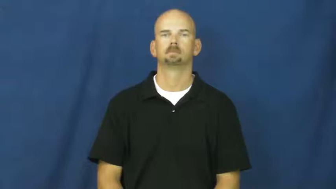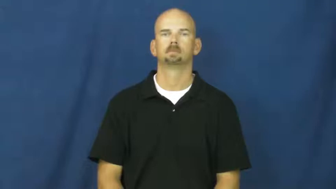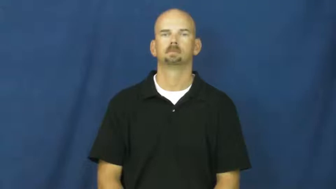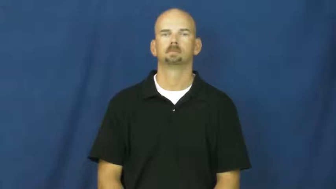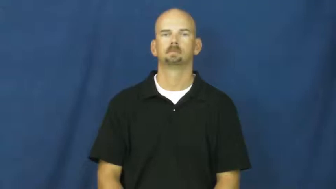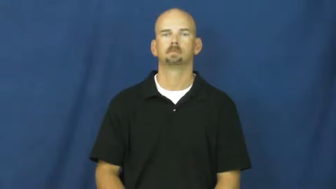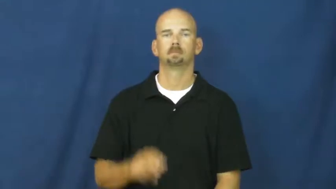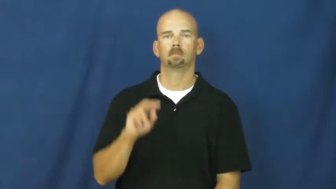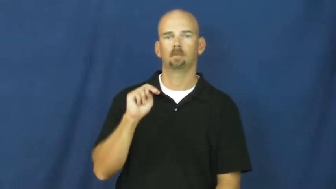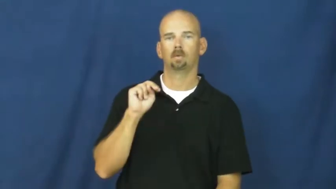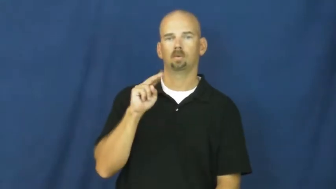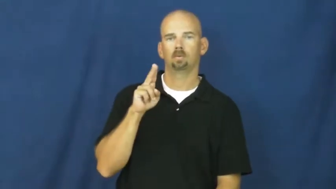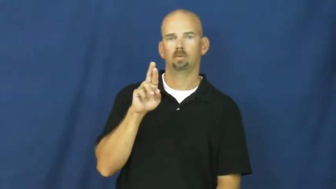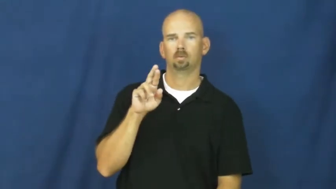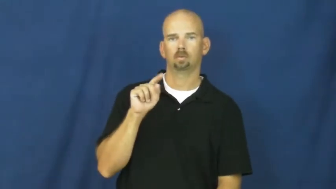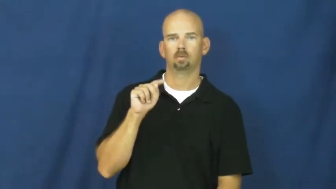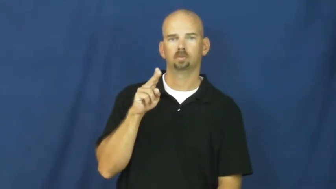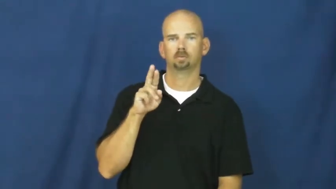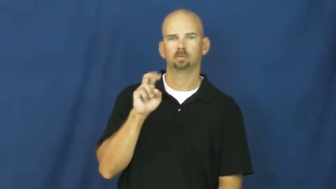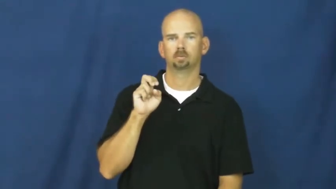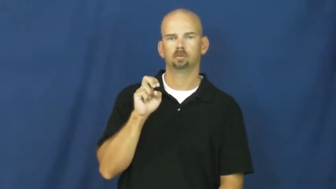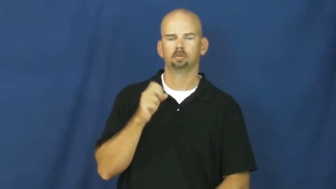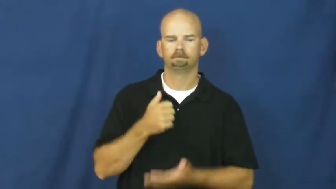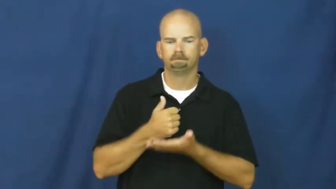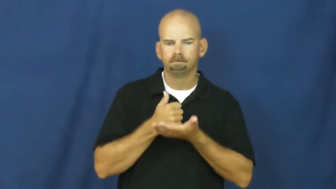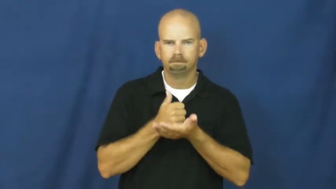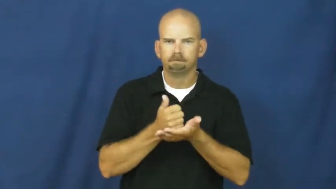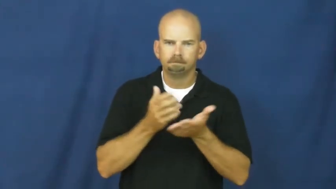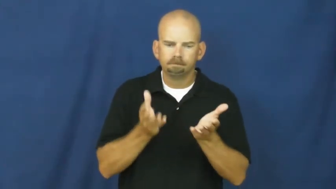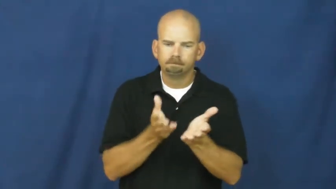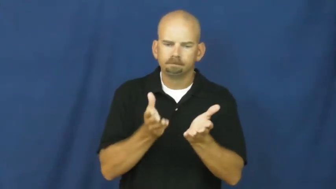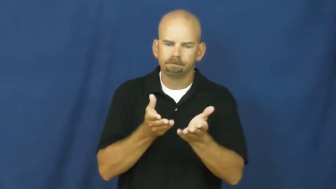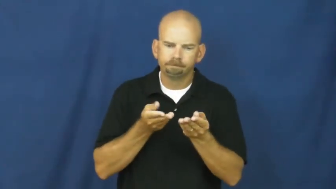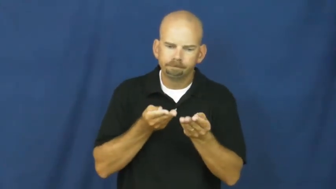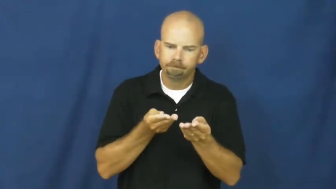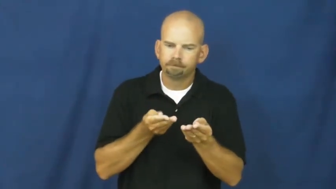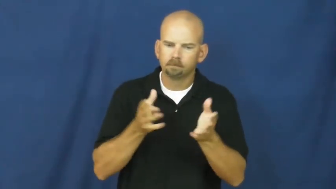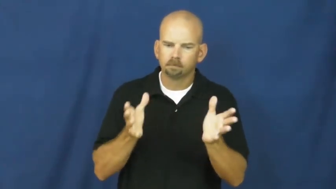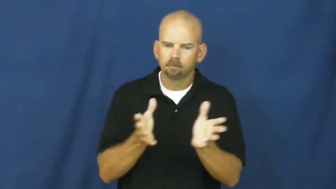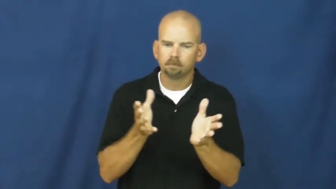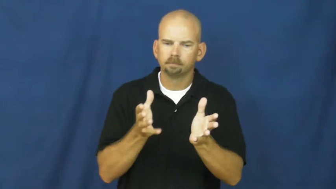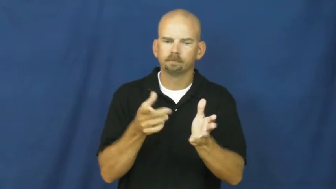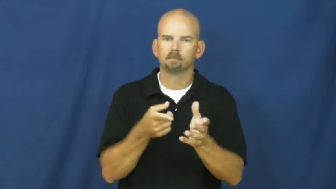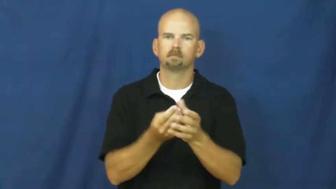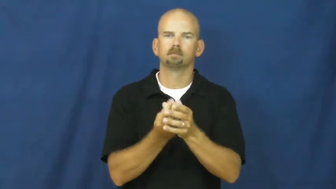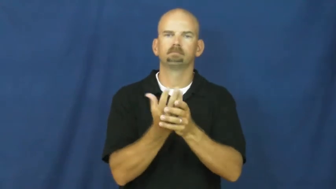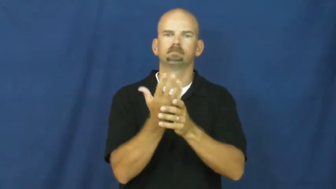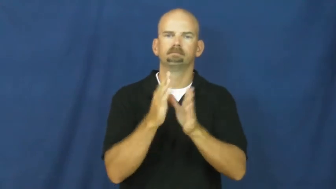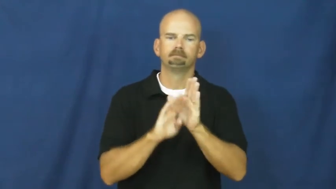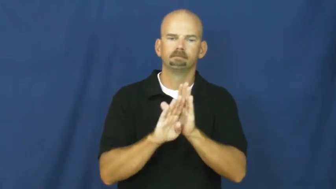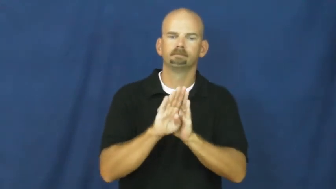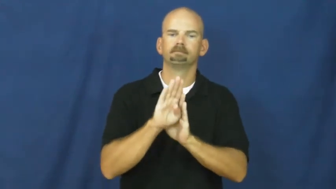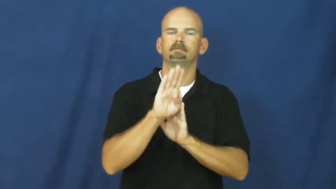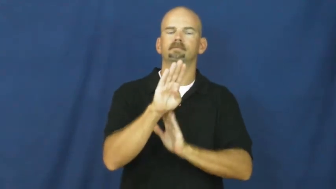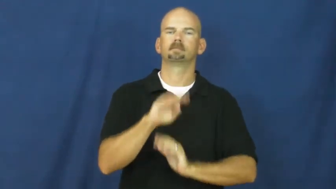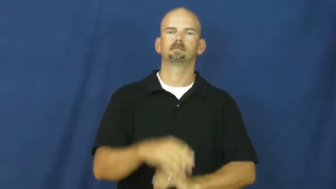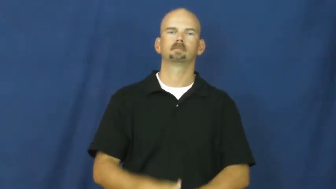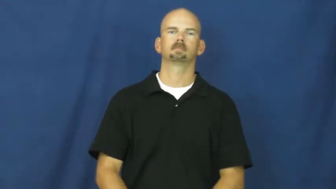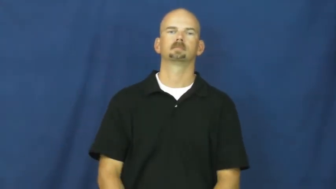nurture